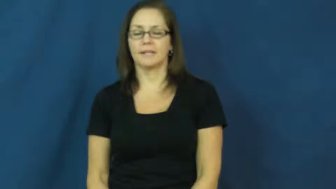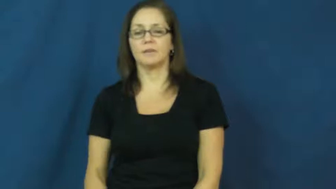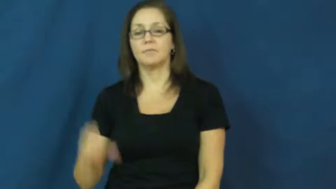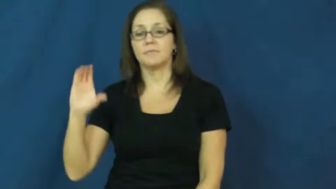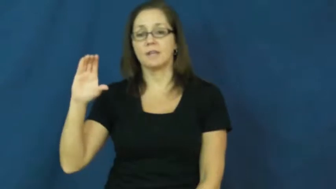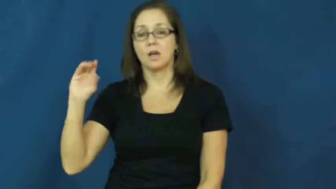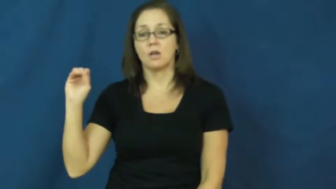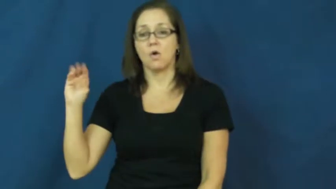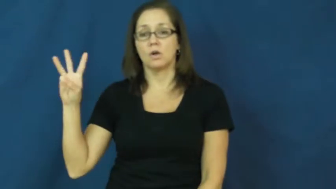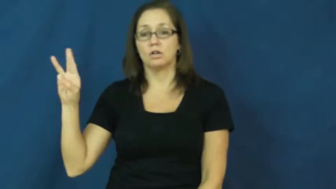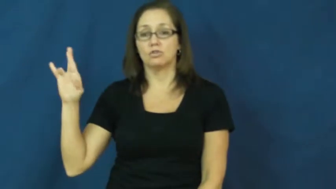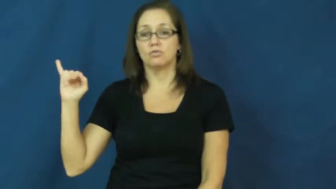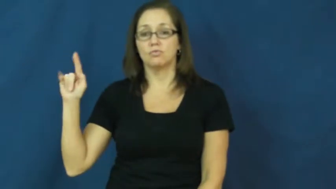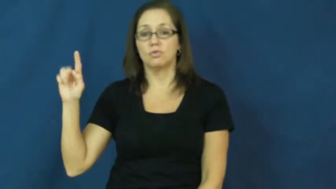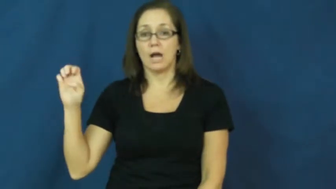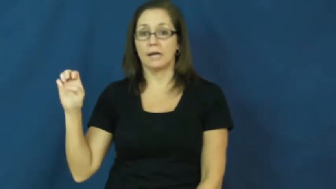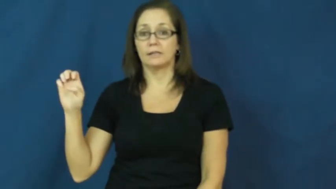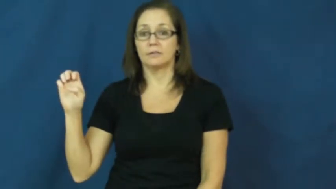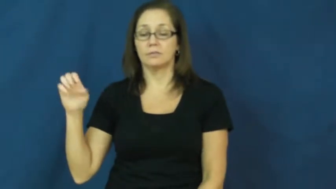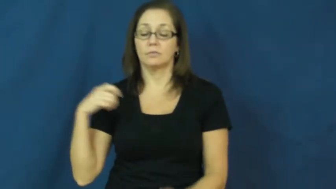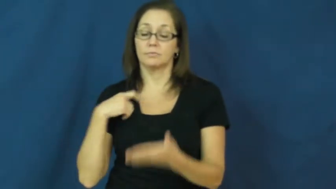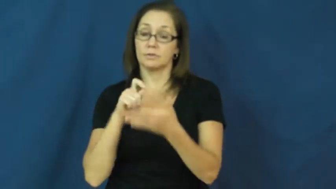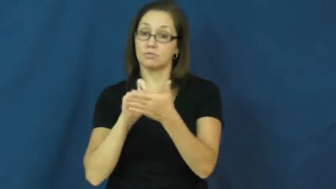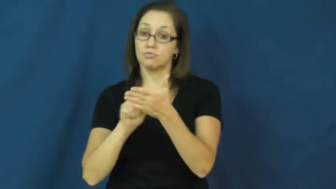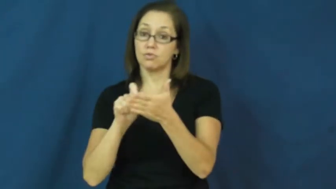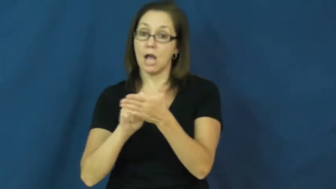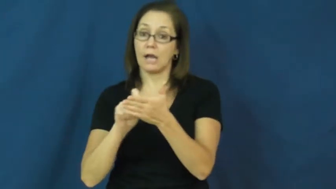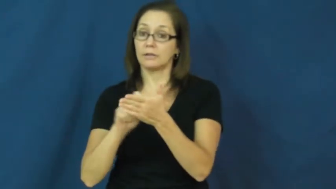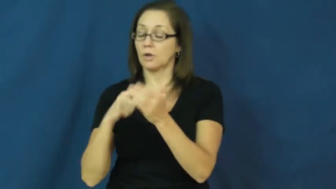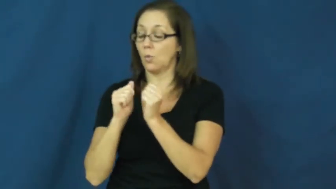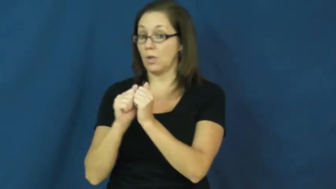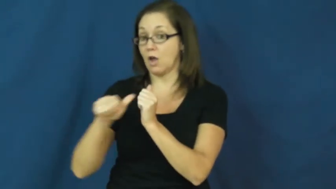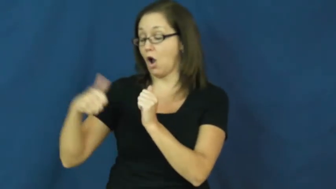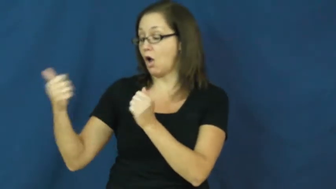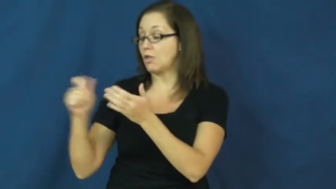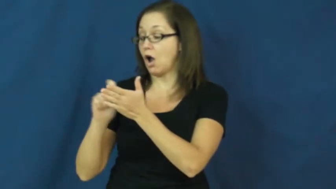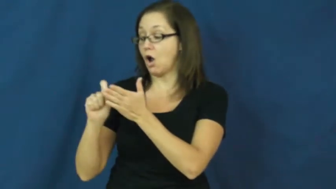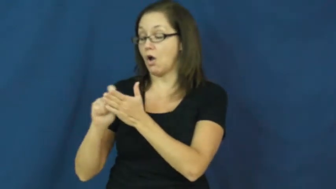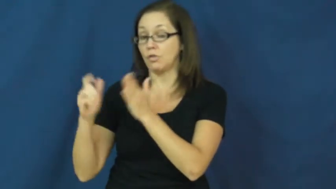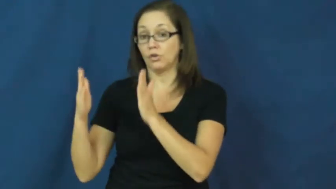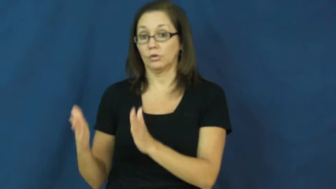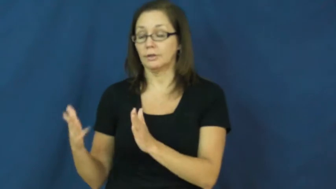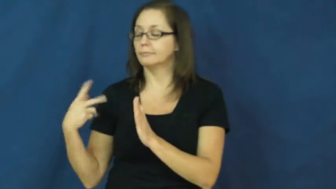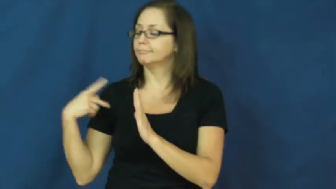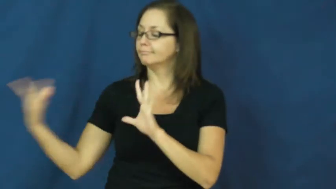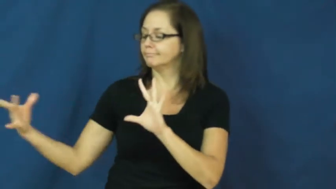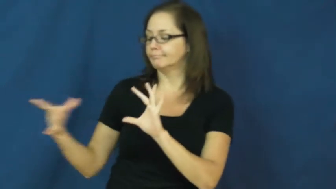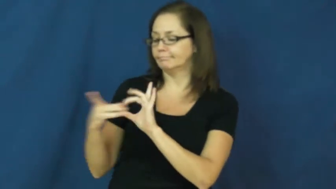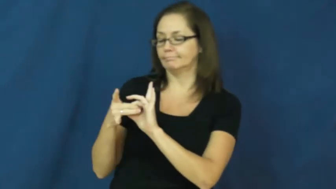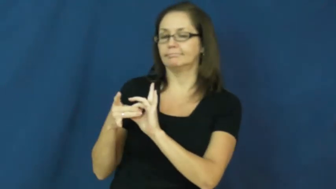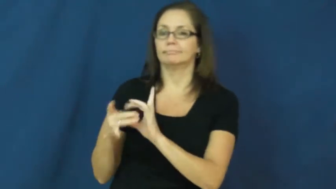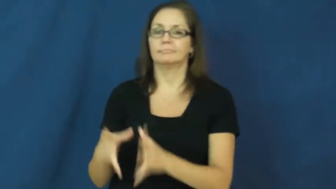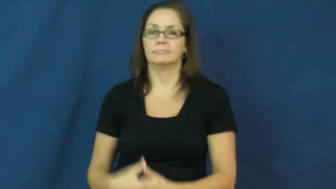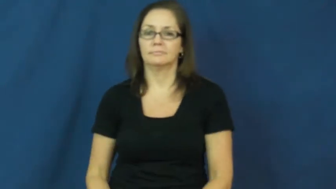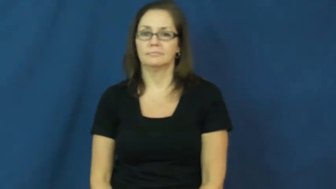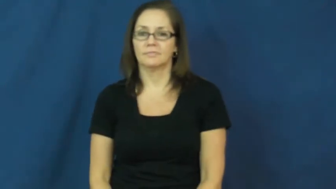cowrite